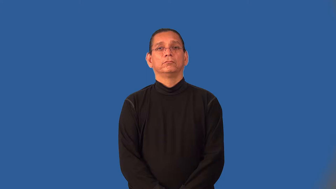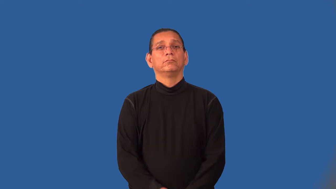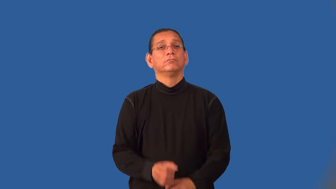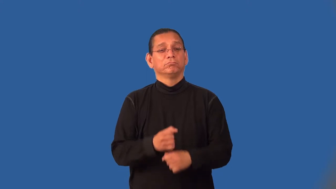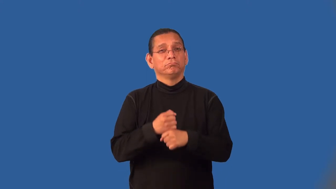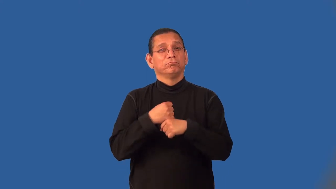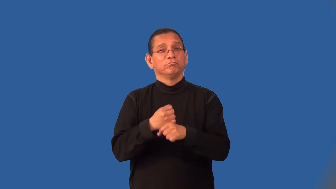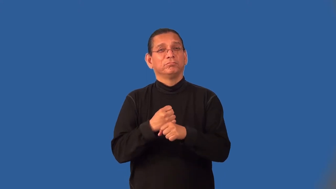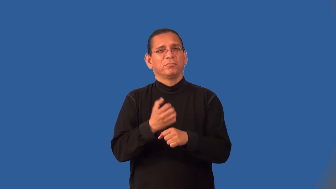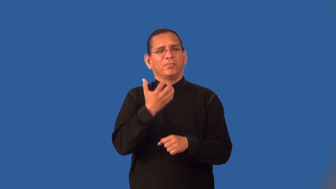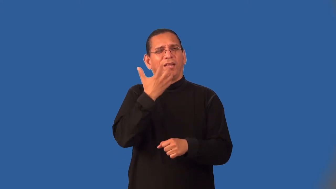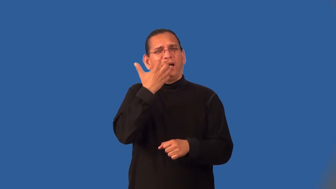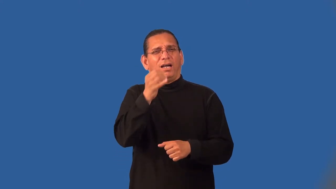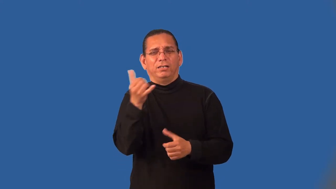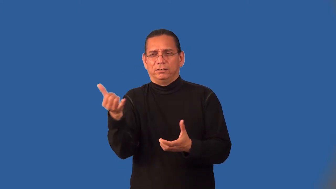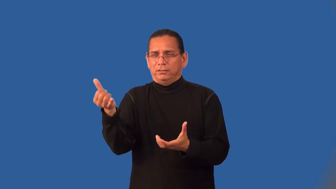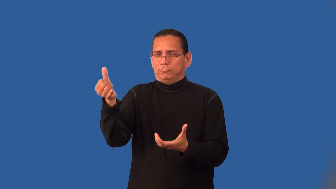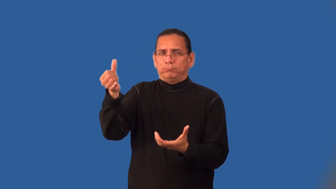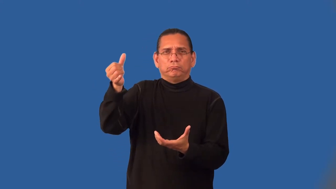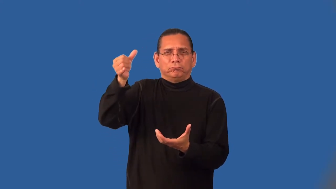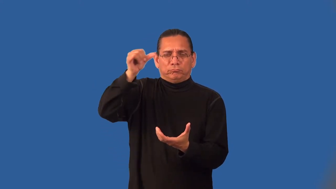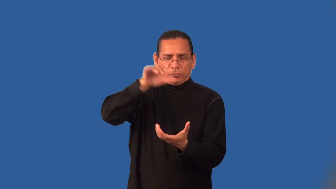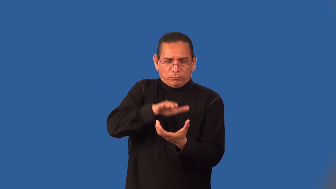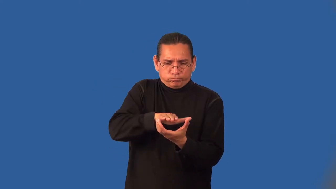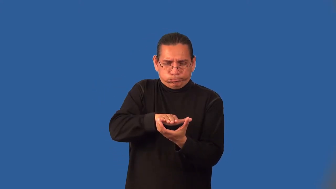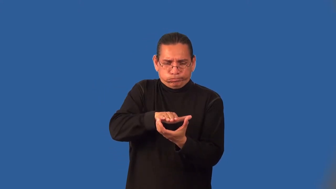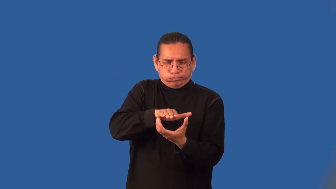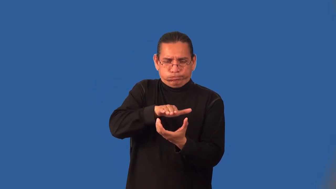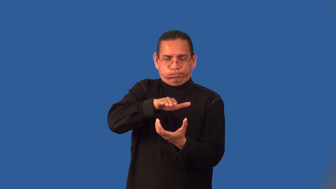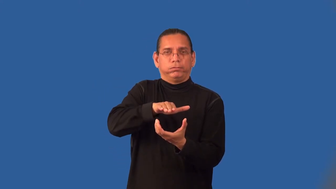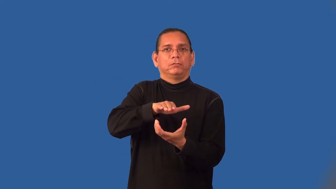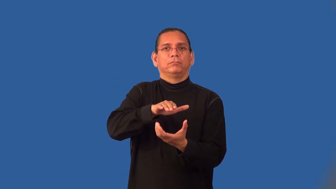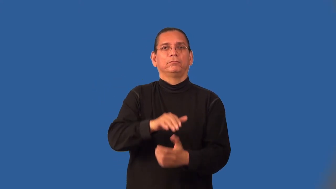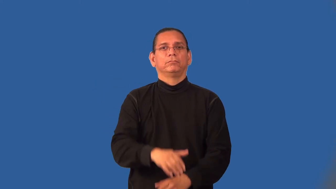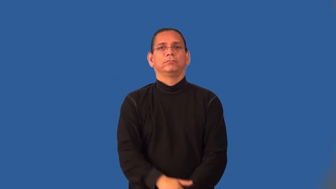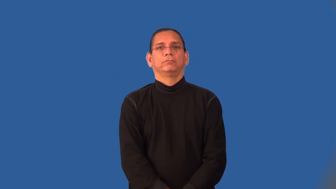inject-into mold